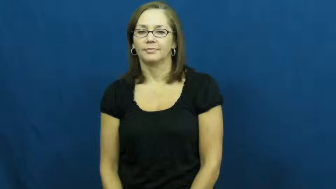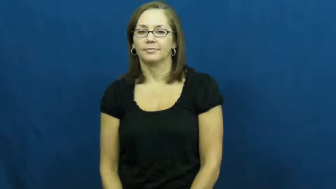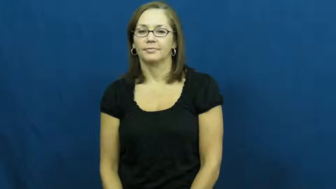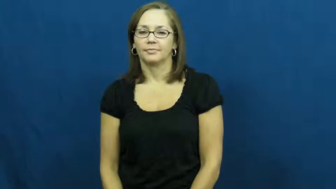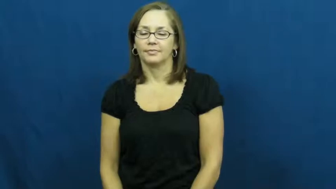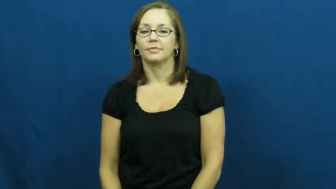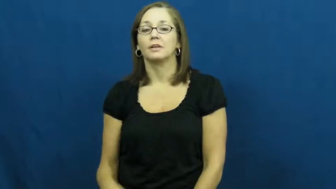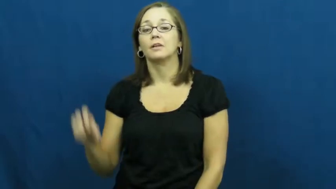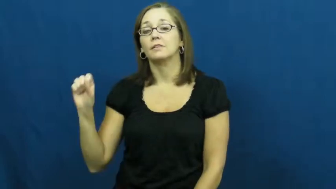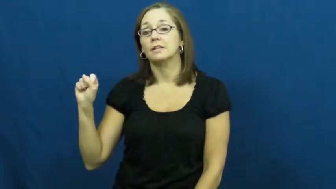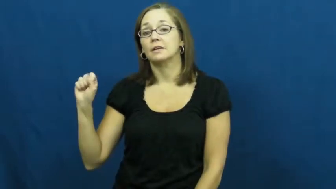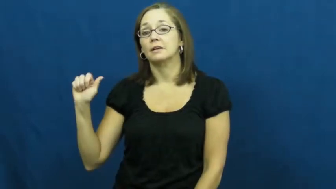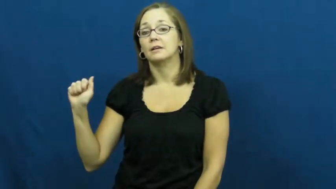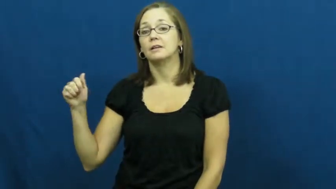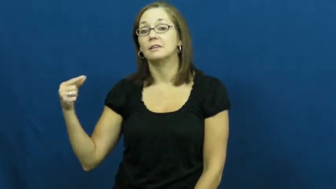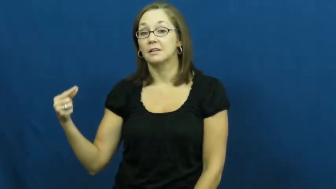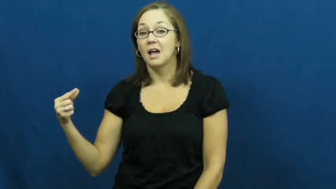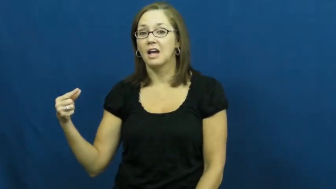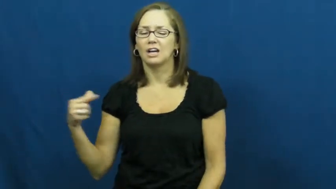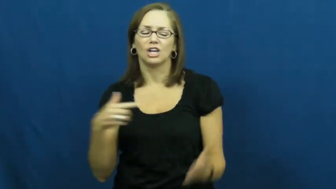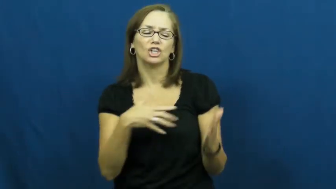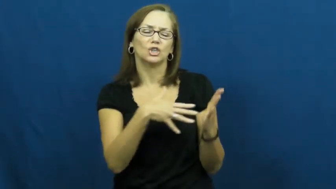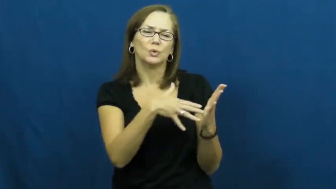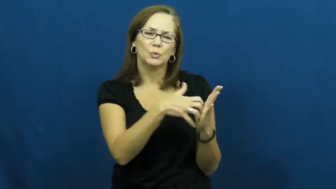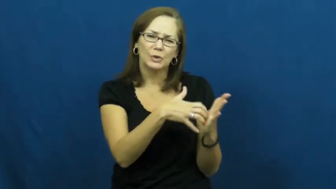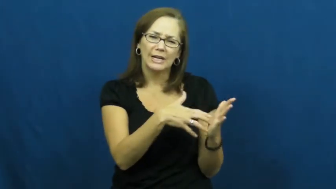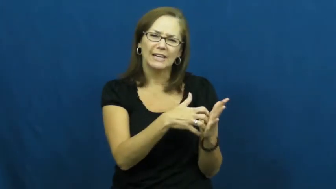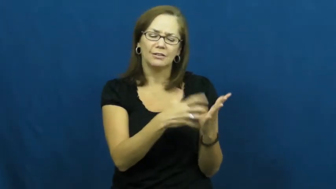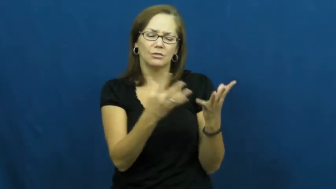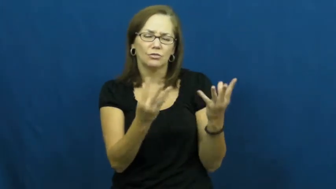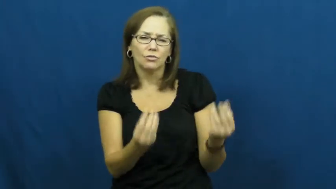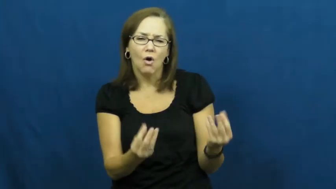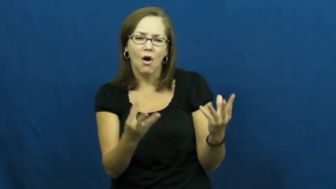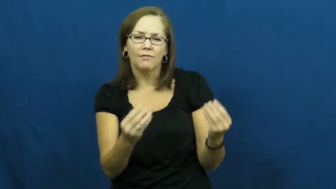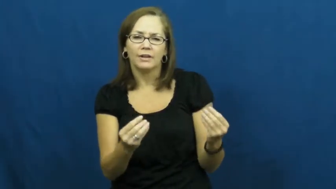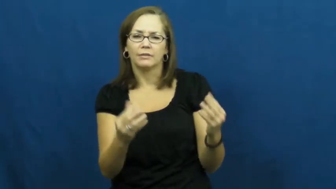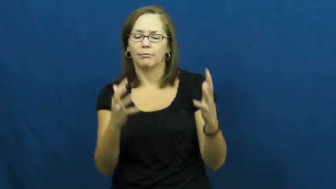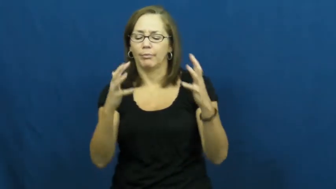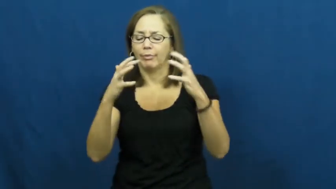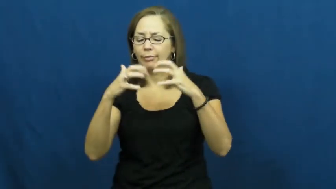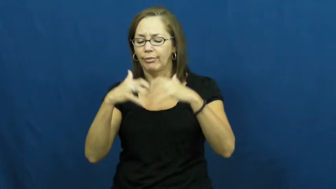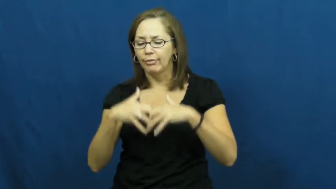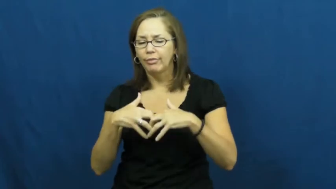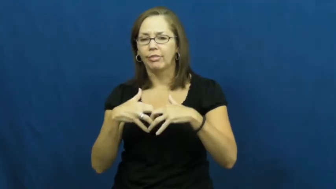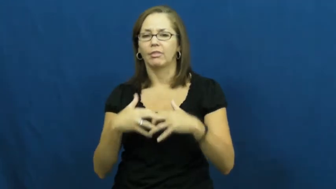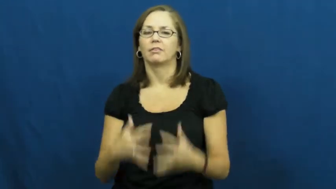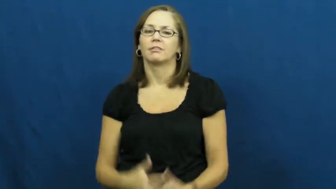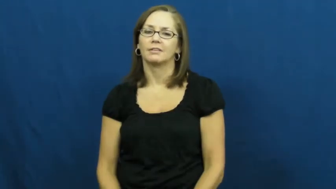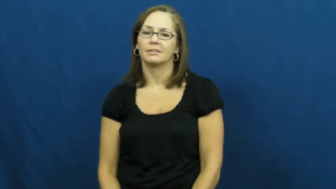sag,sag down